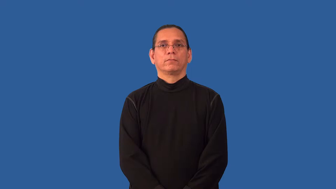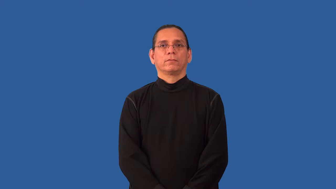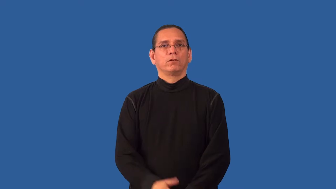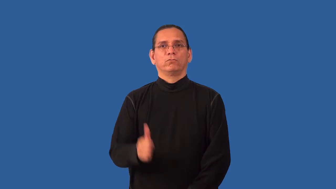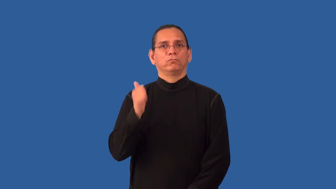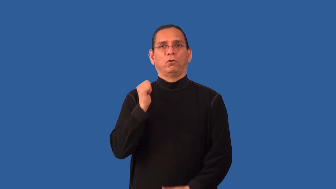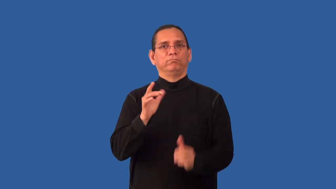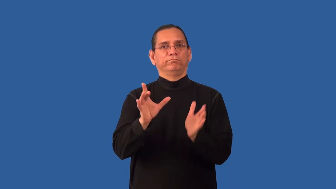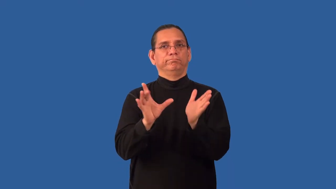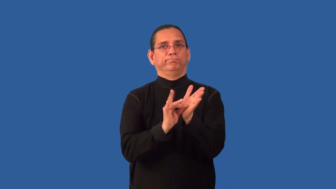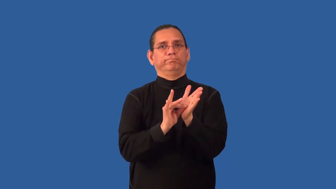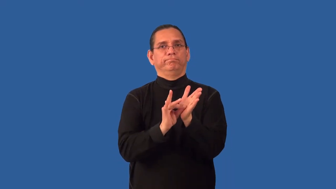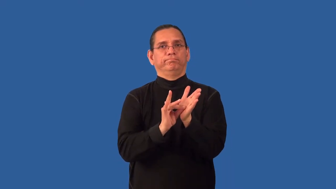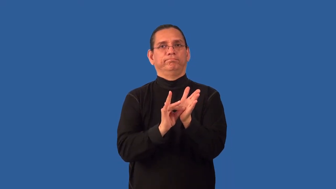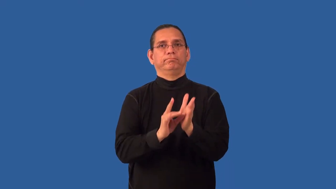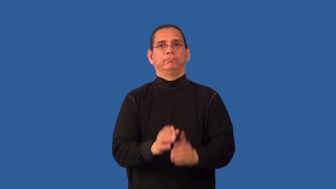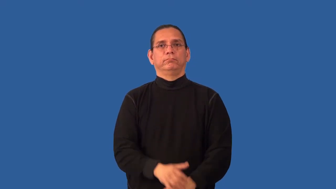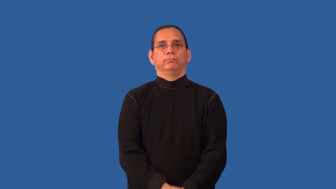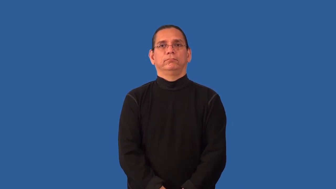nonstick